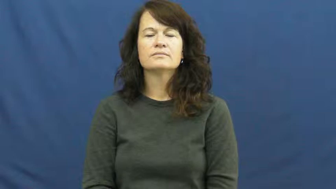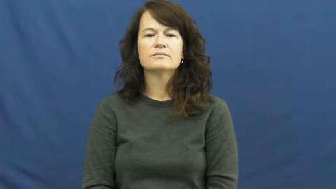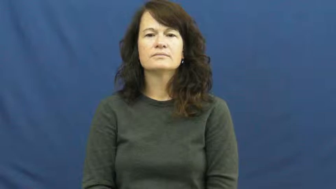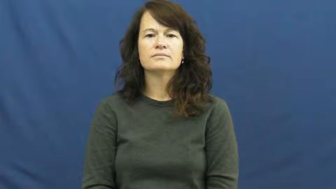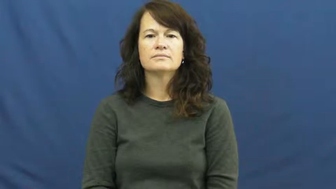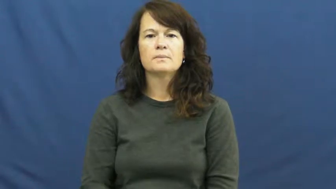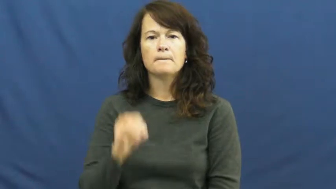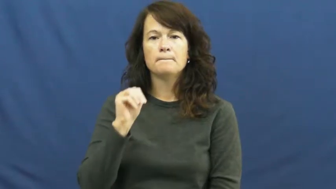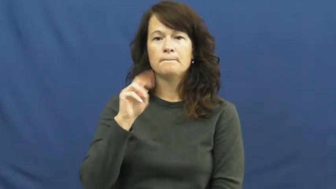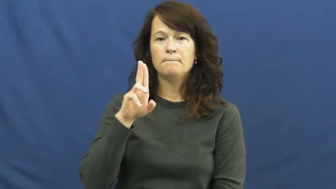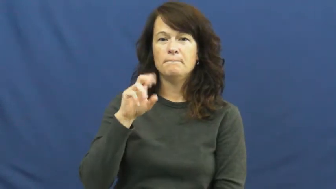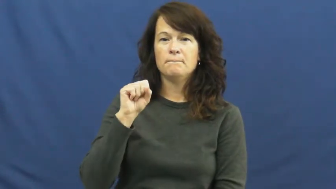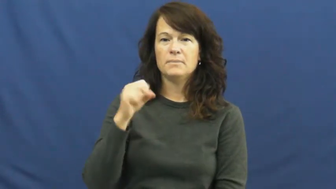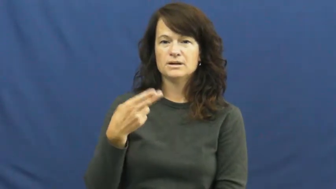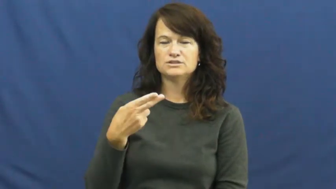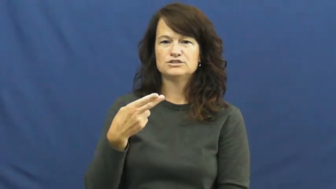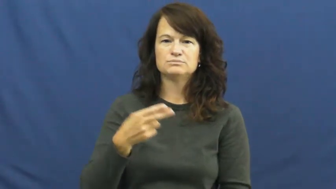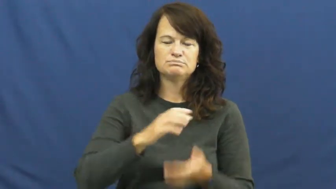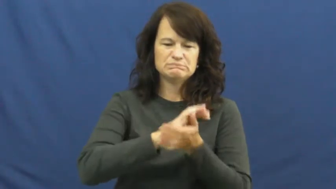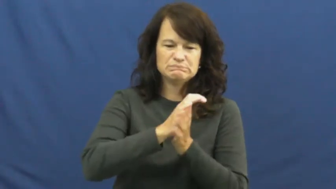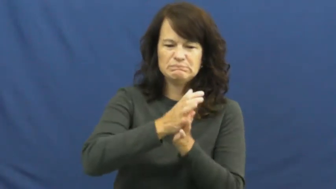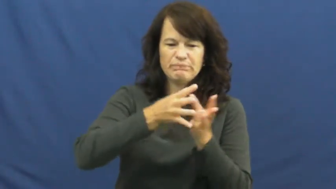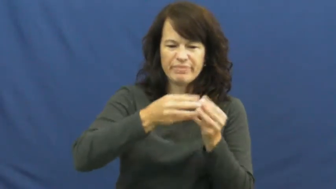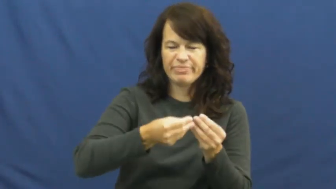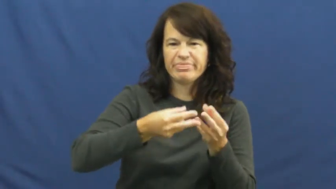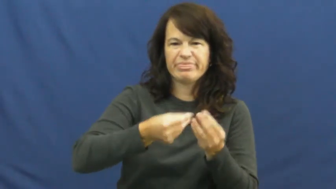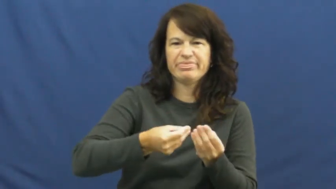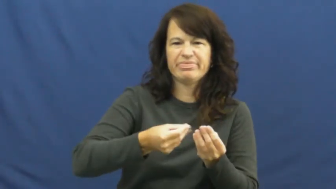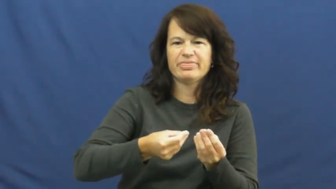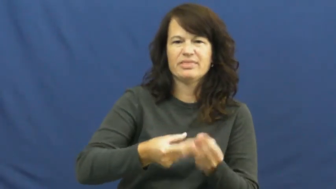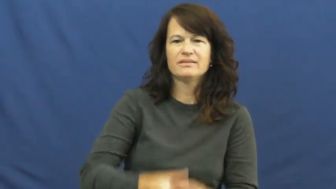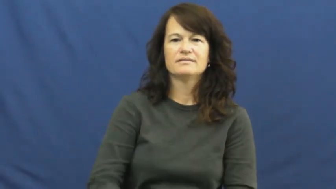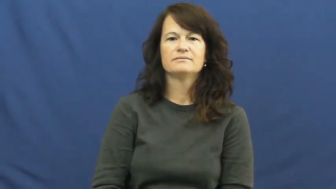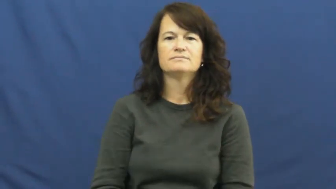mush,mush up